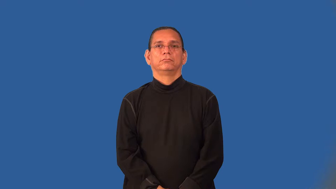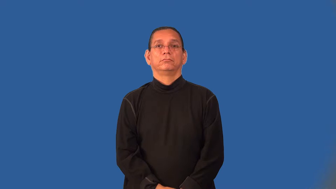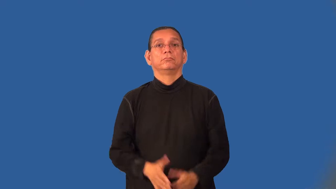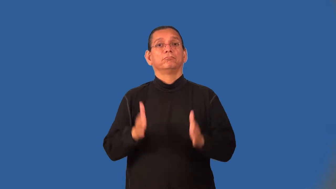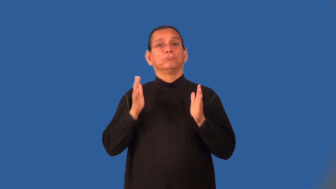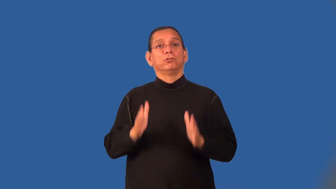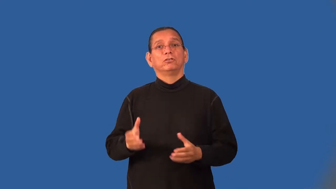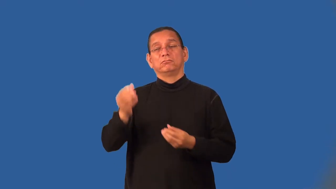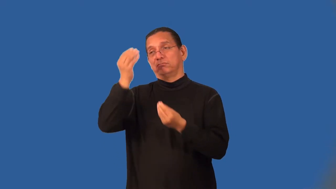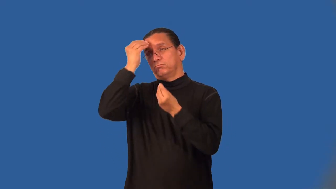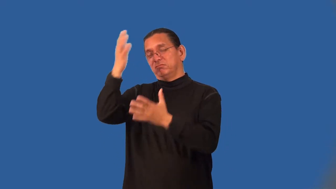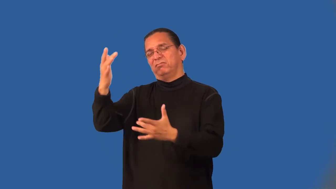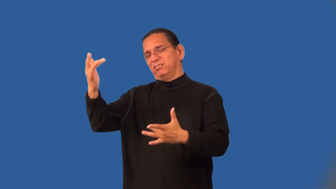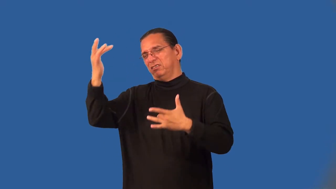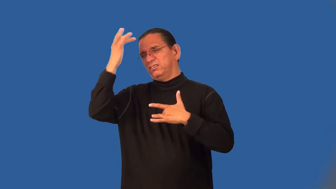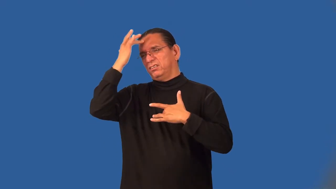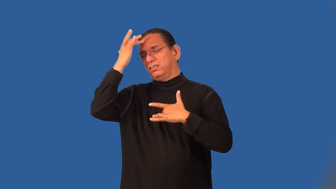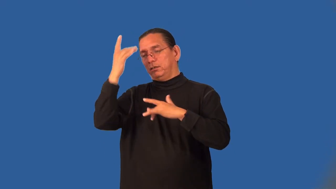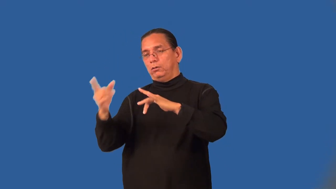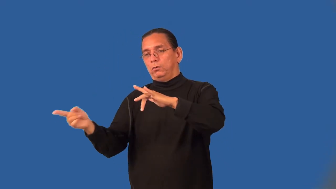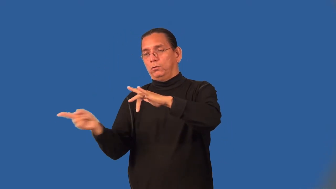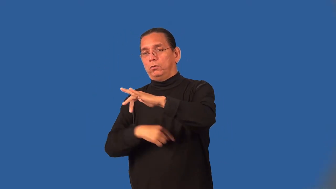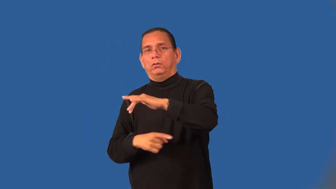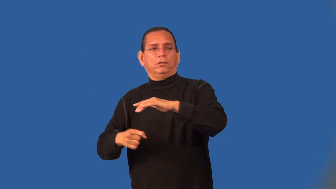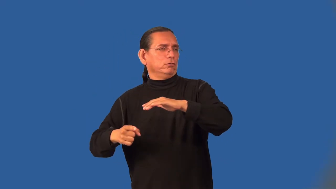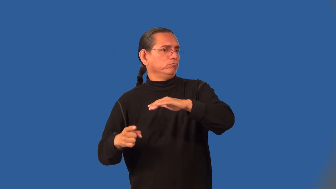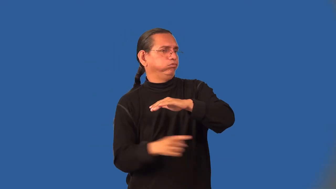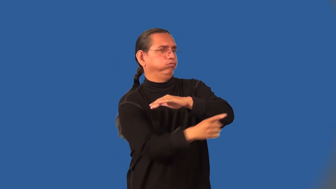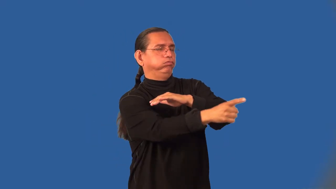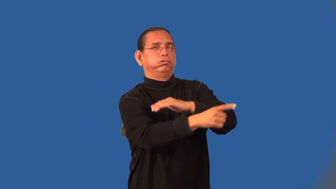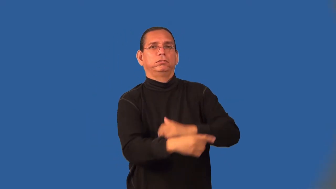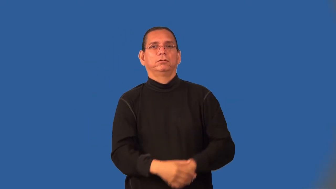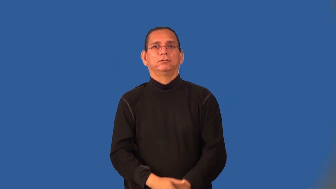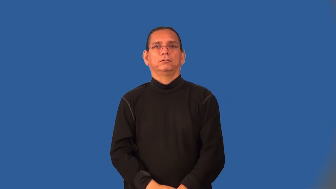malingerer